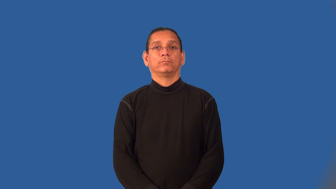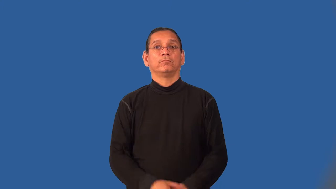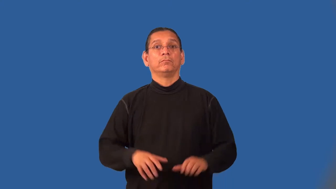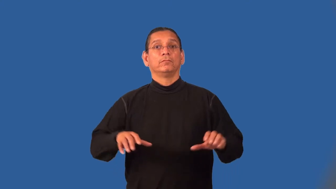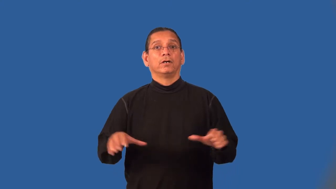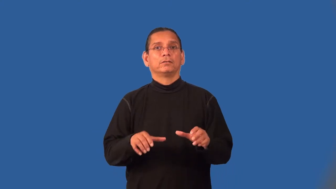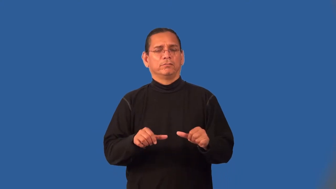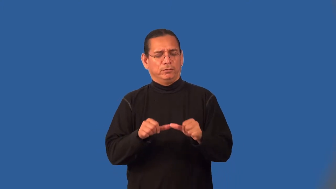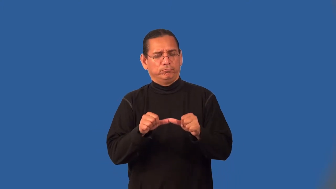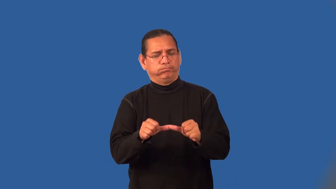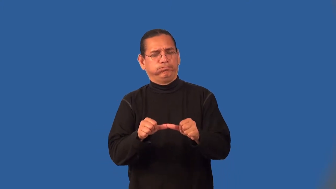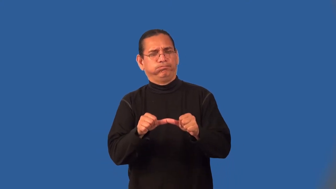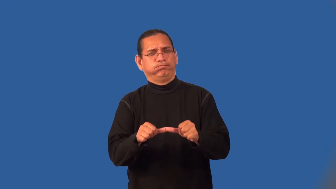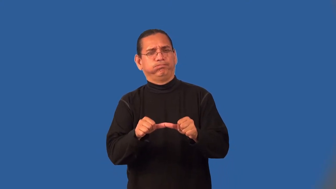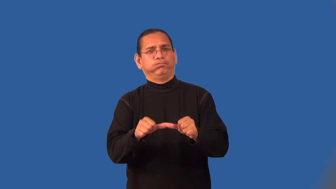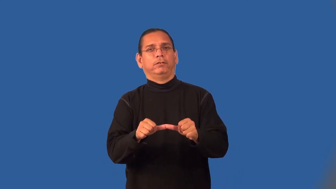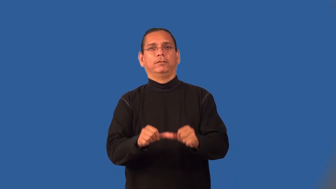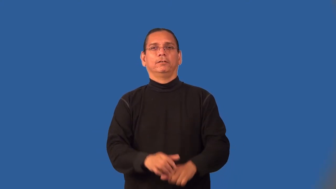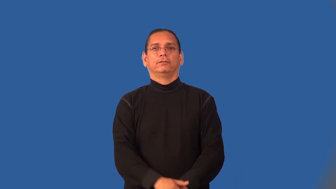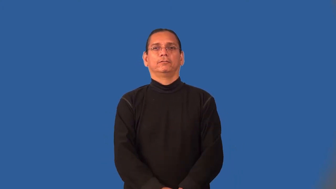tireless